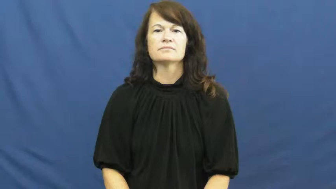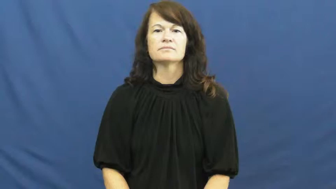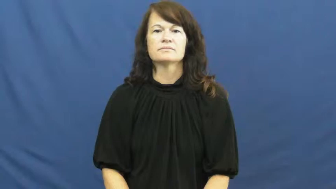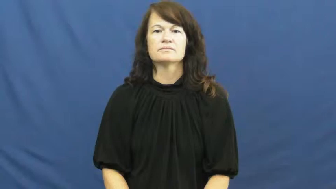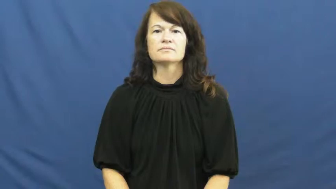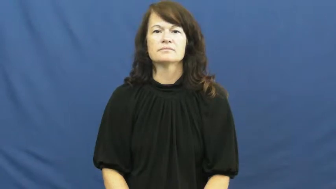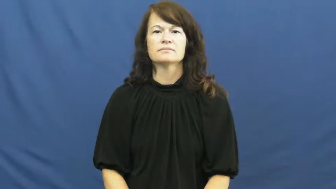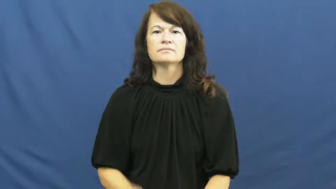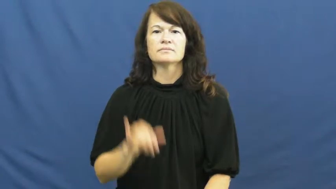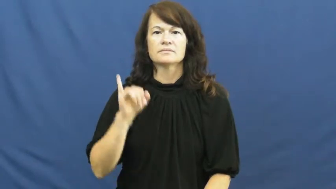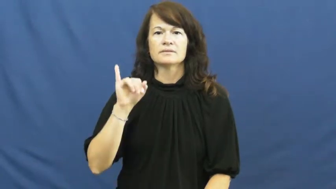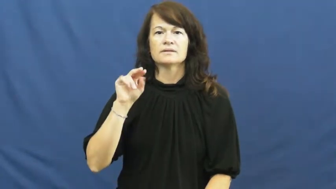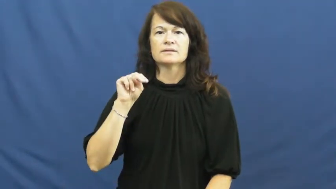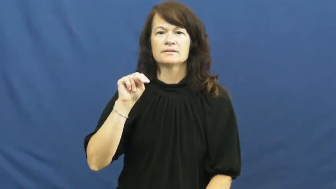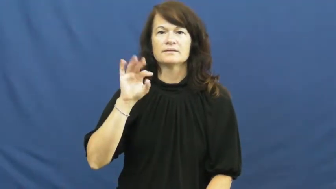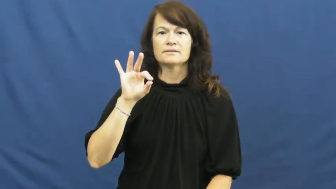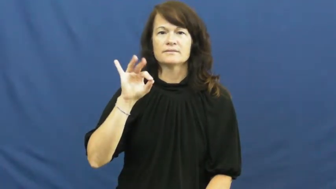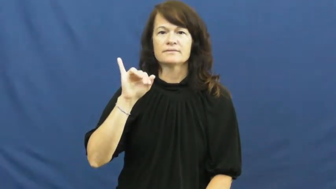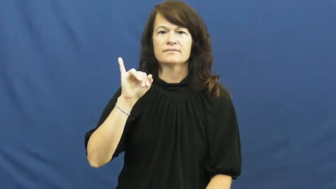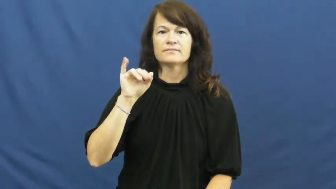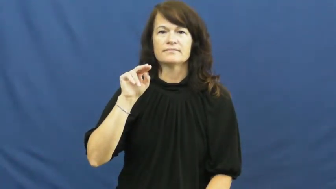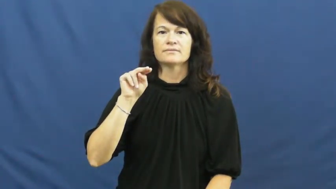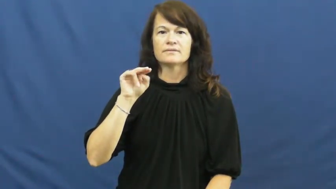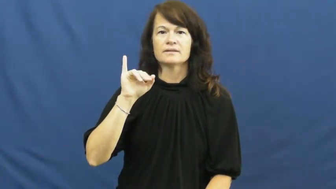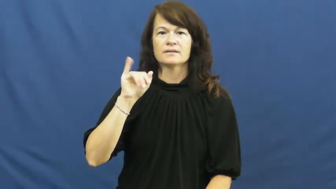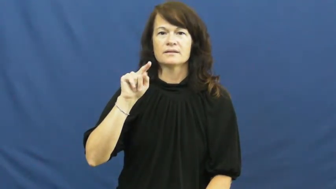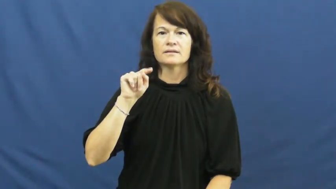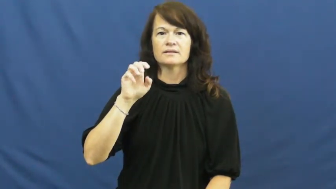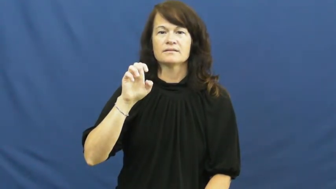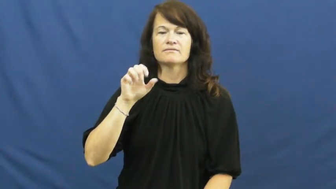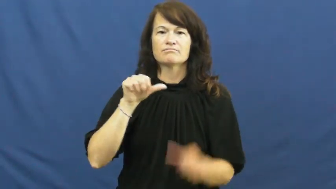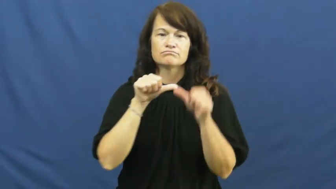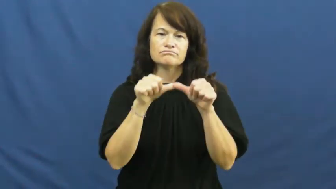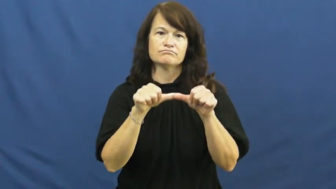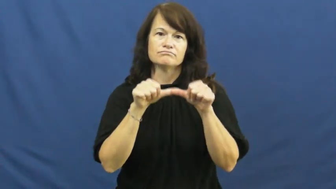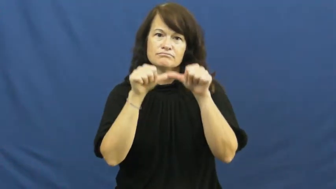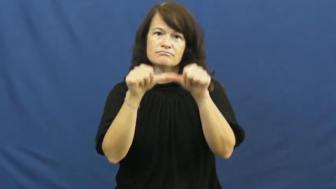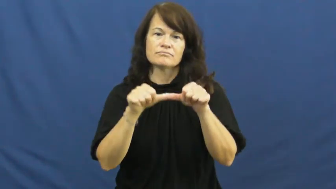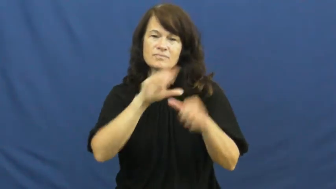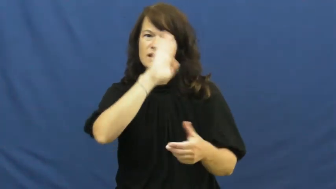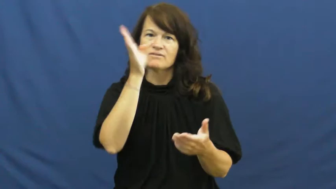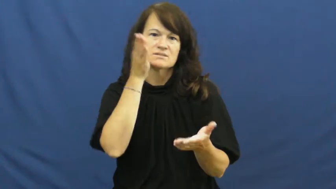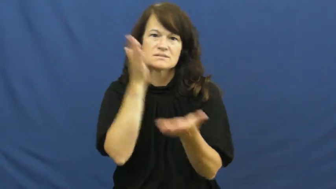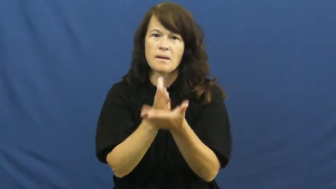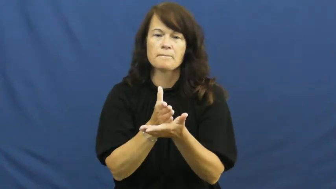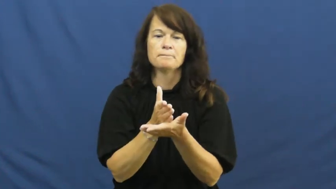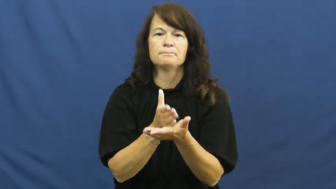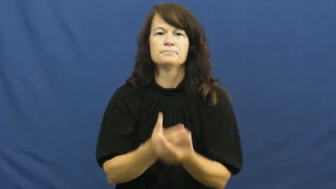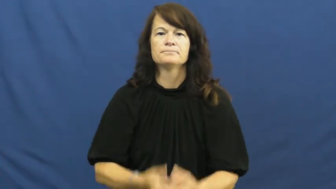infinite